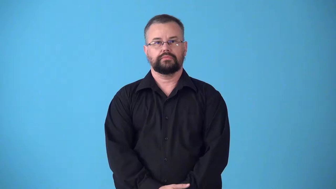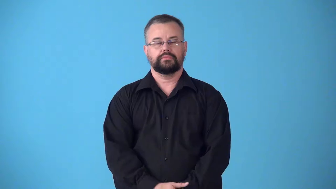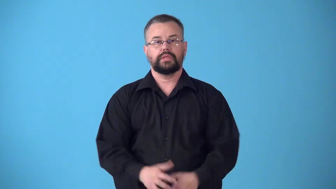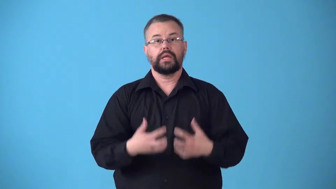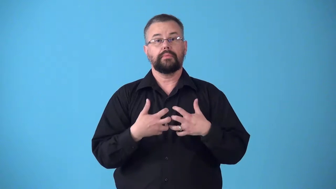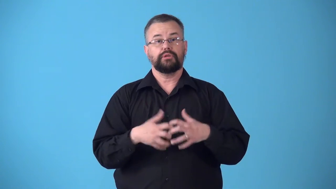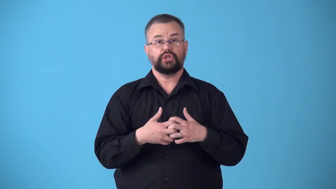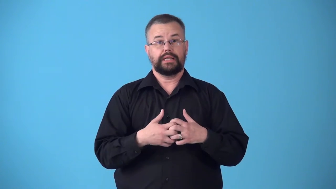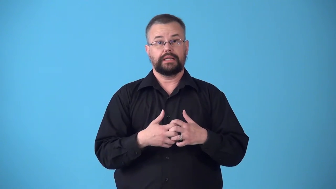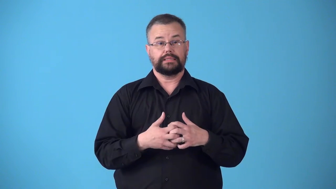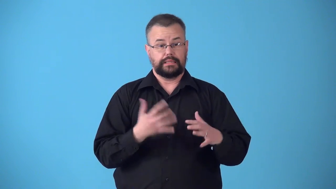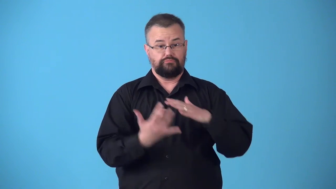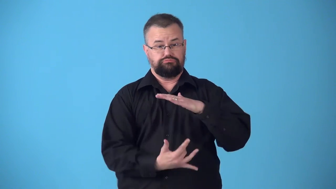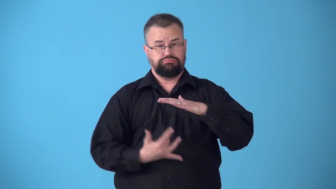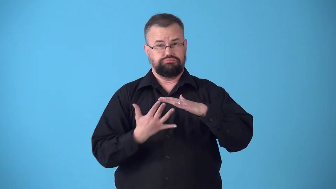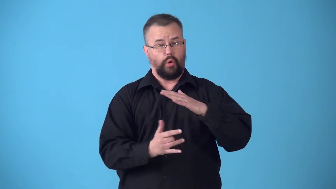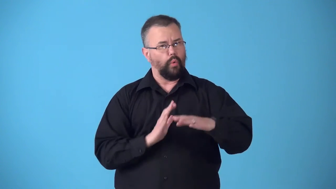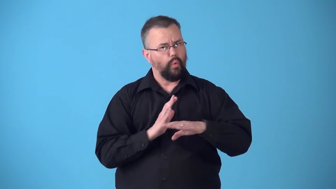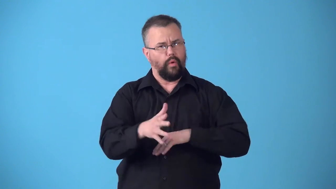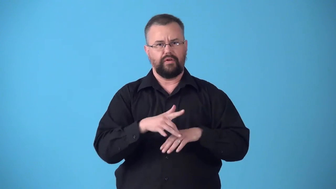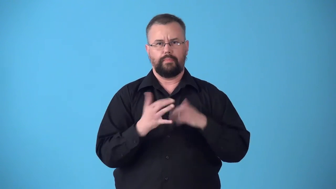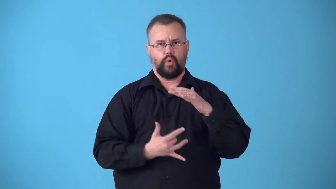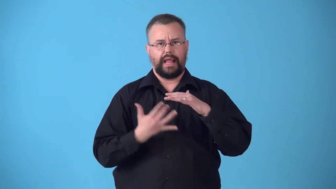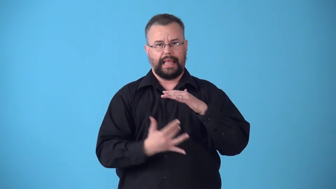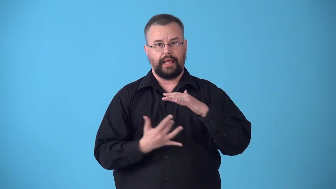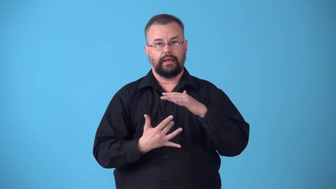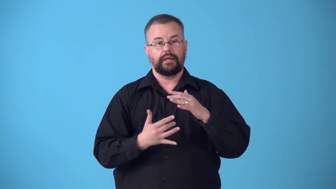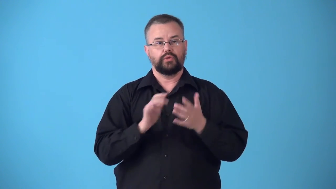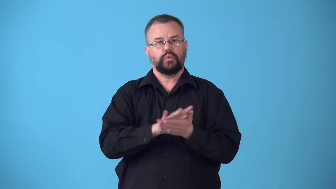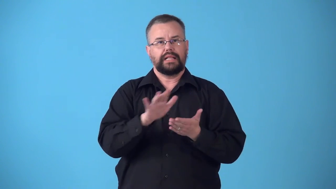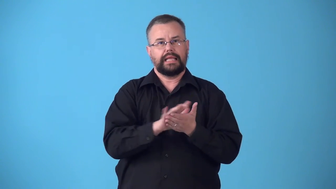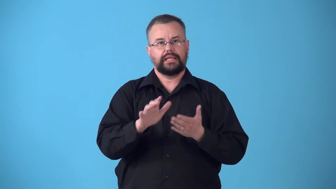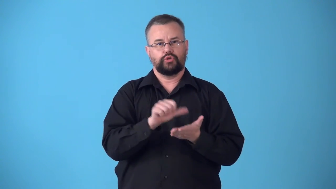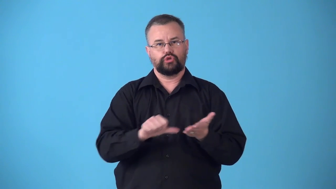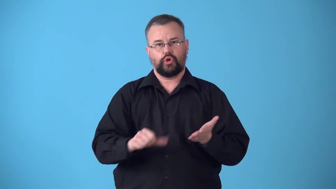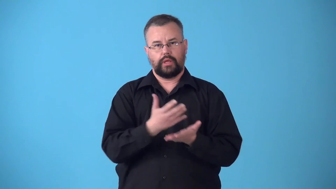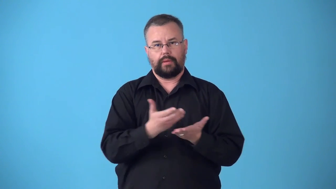sterilizer-machine